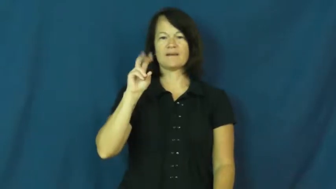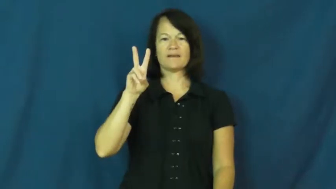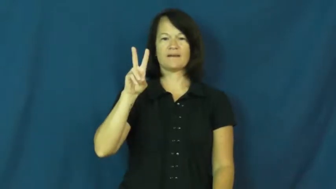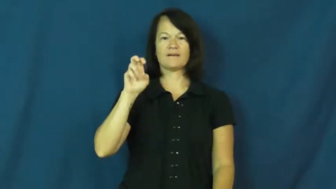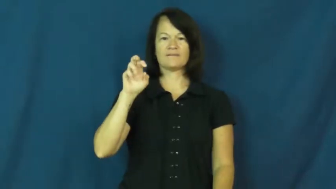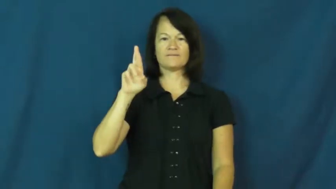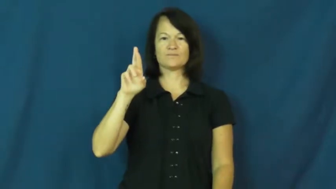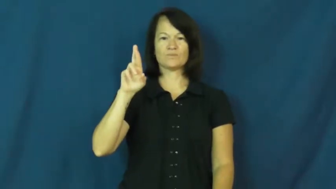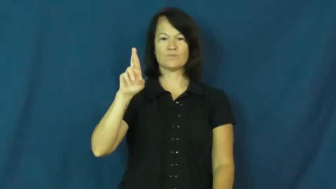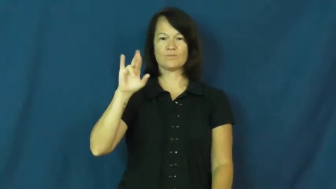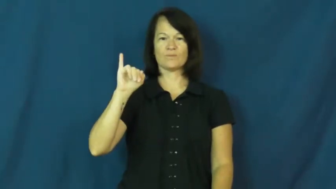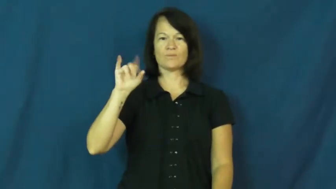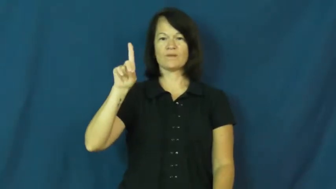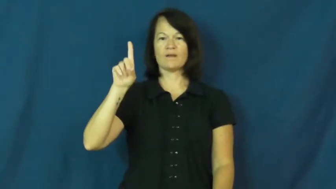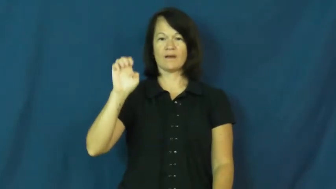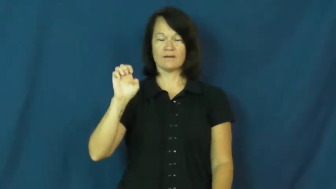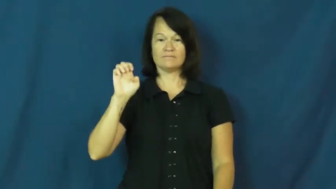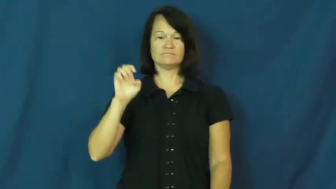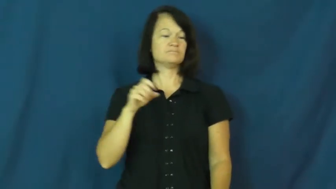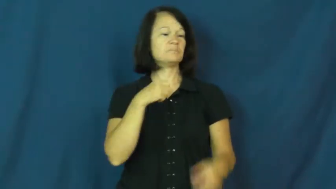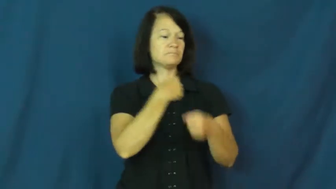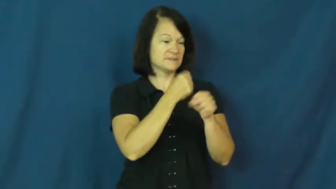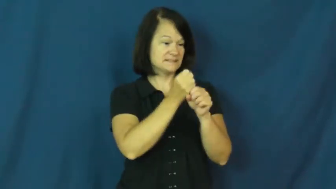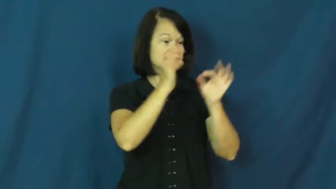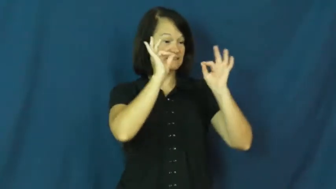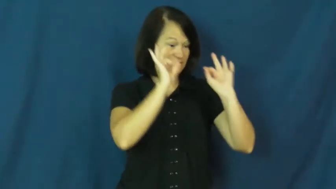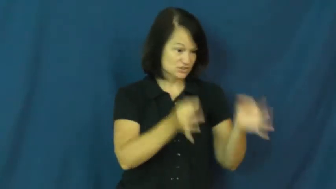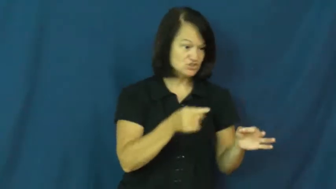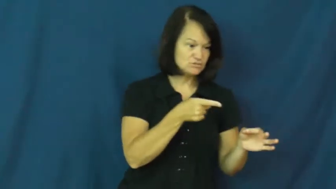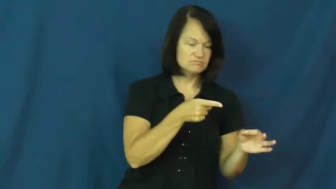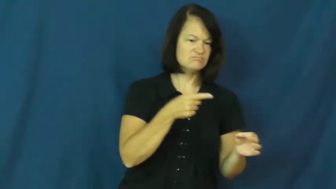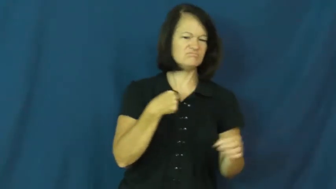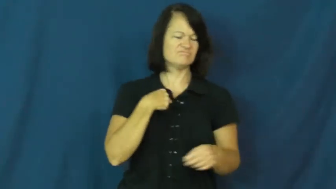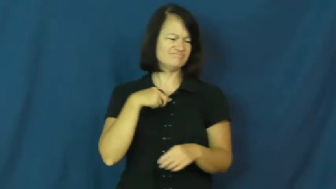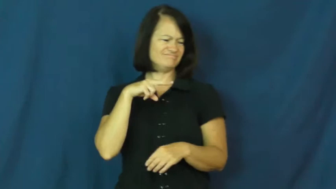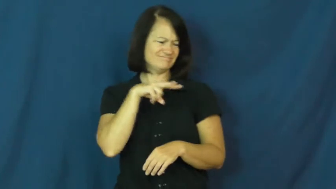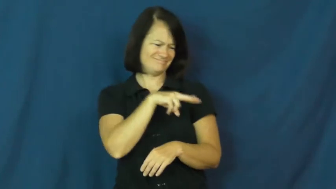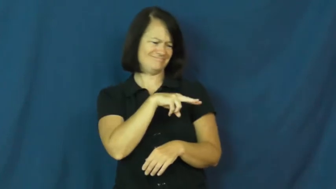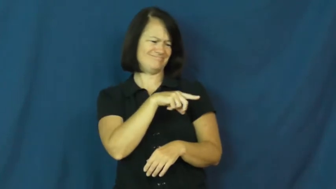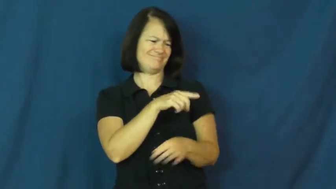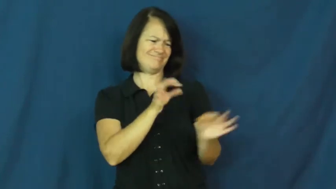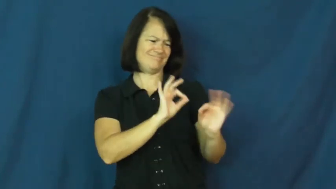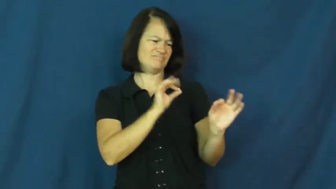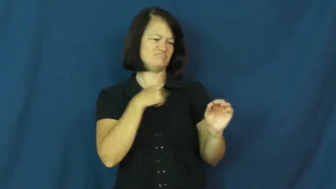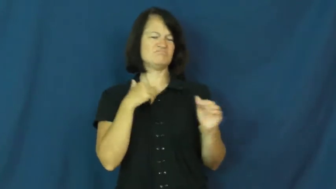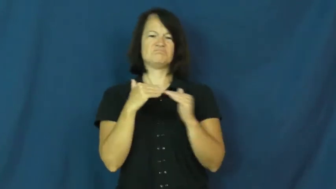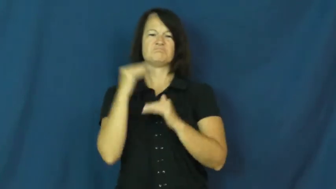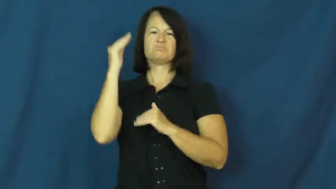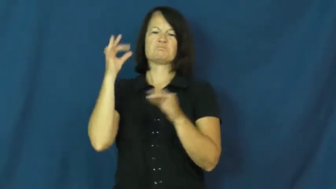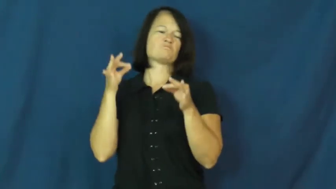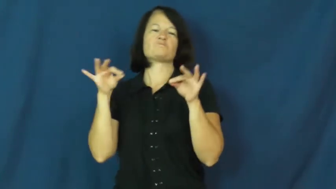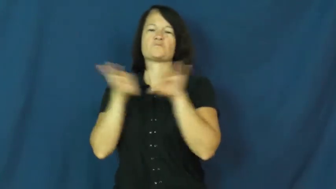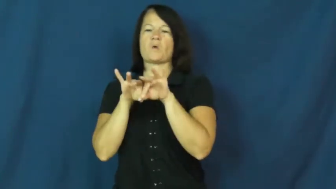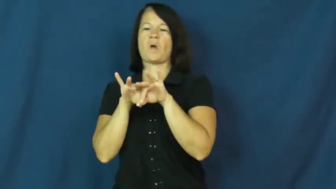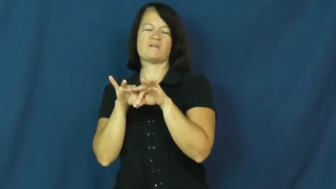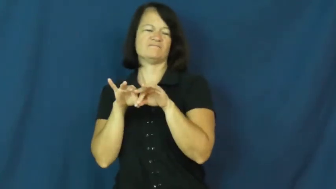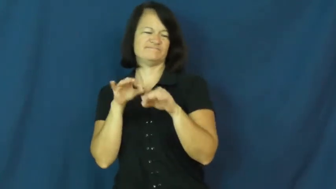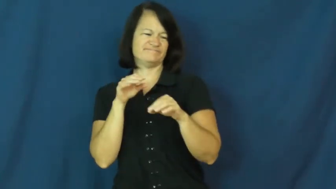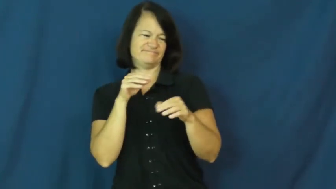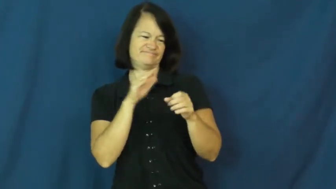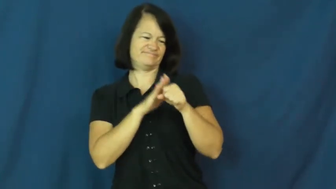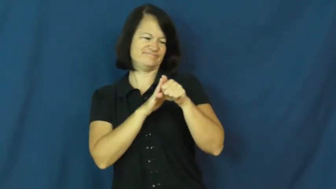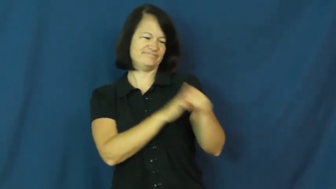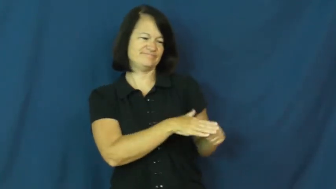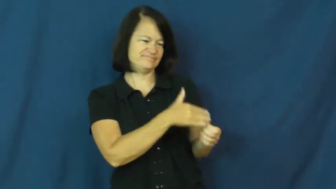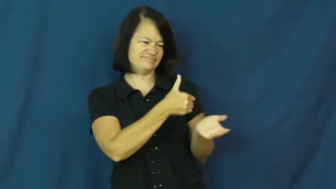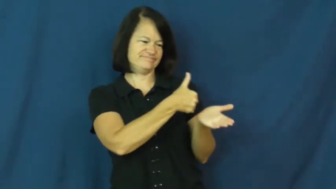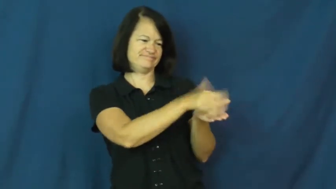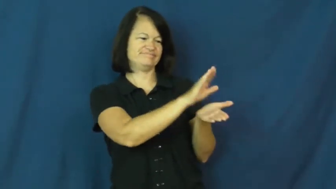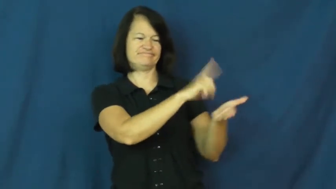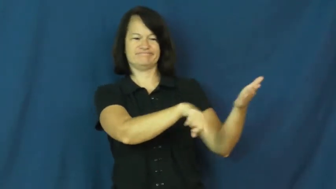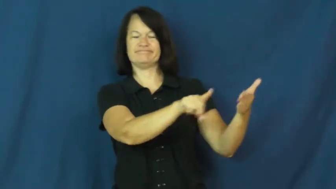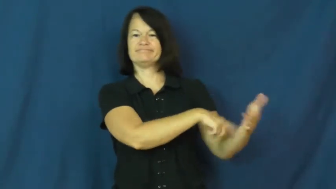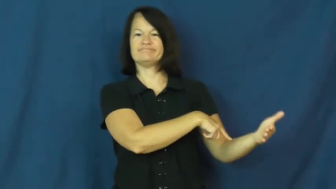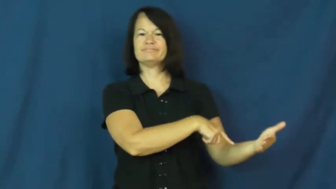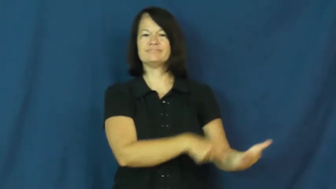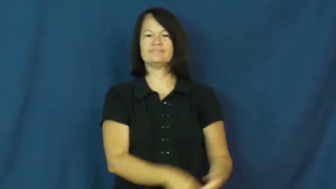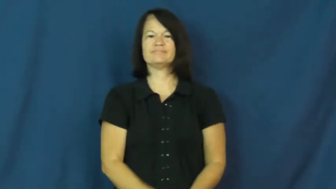override